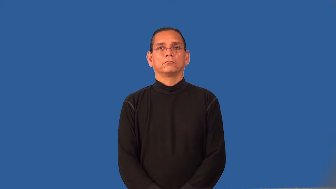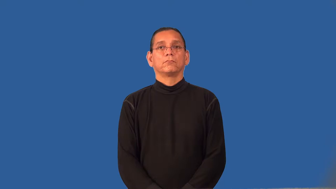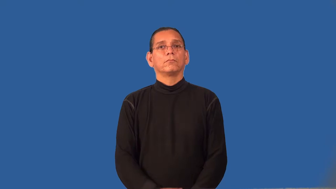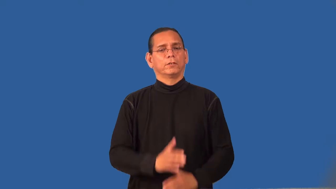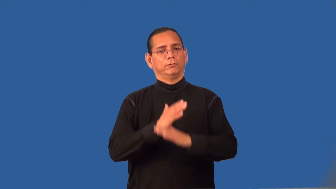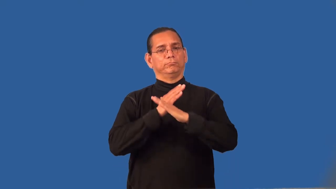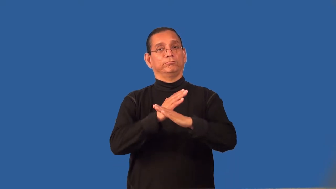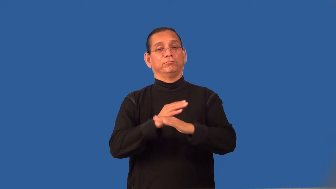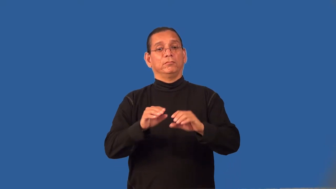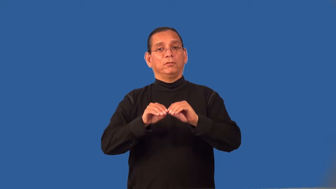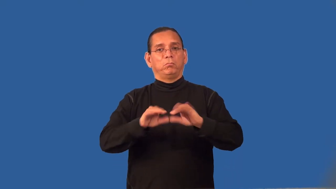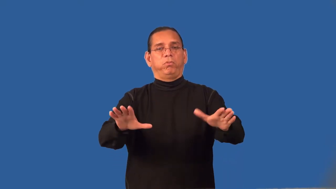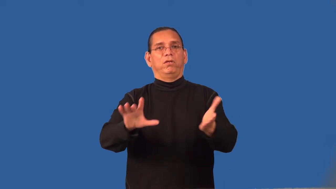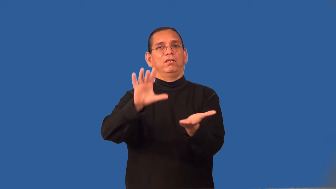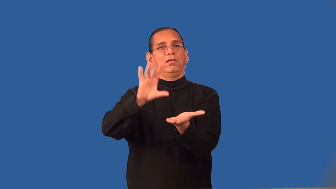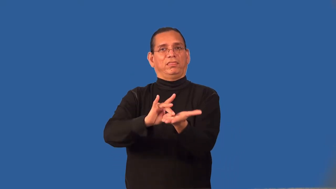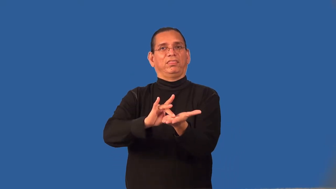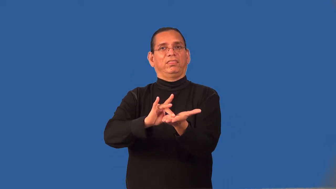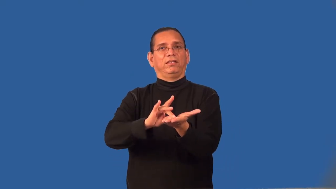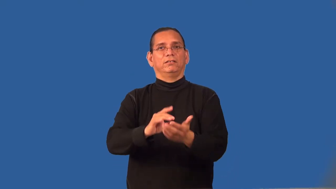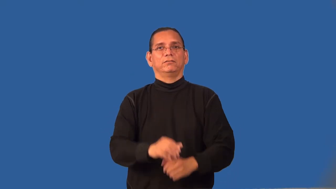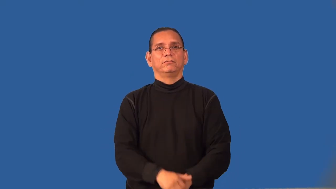repellant-fabric treatment